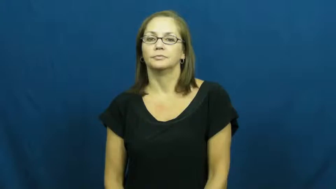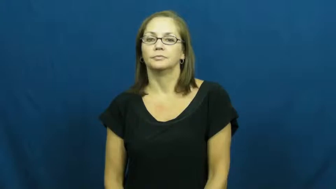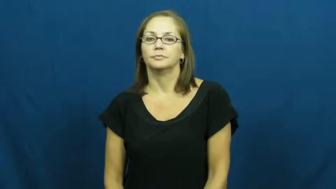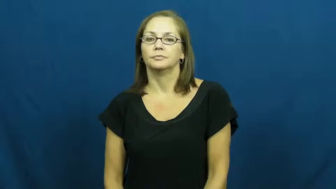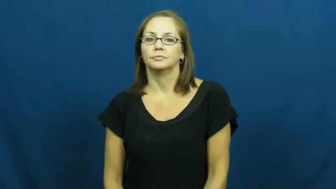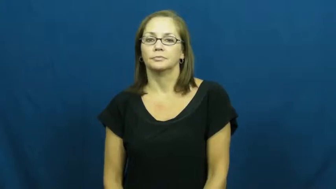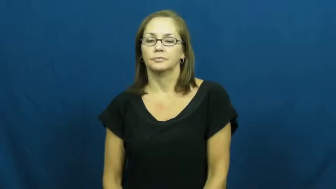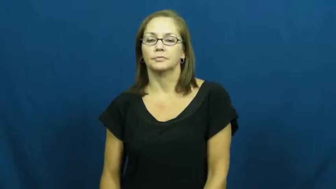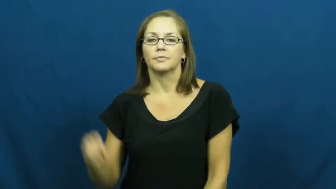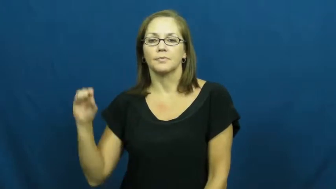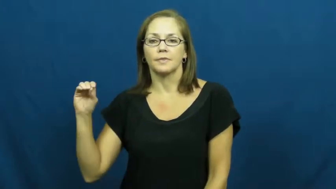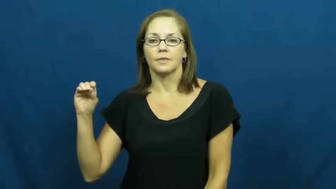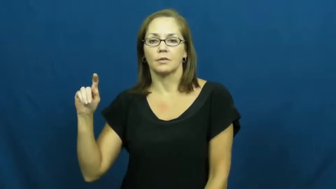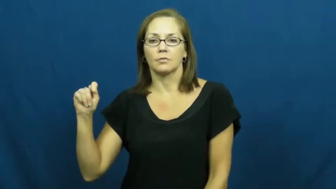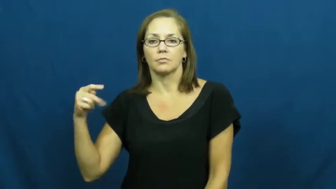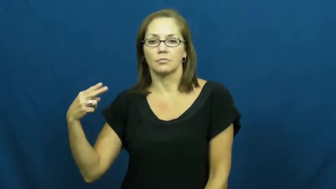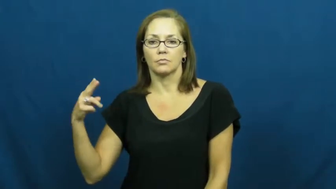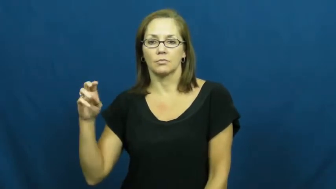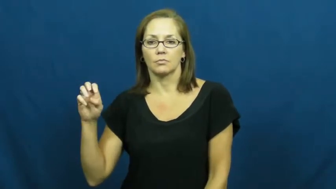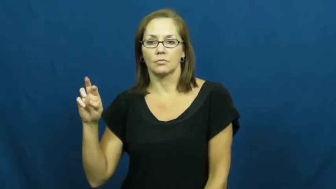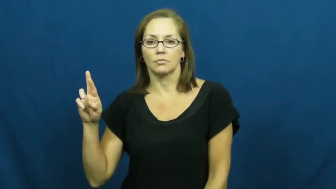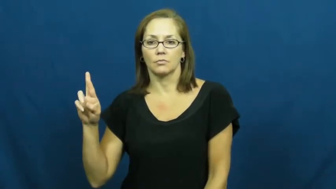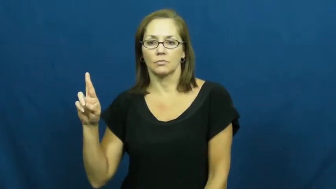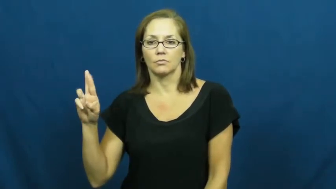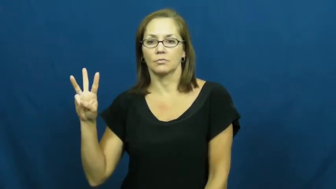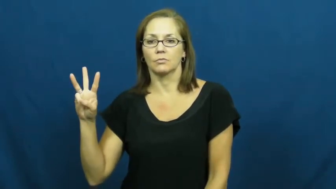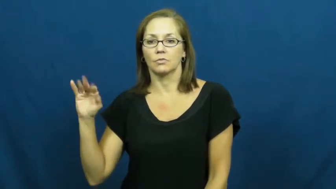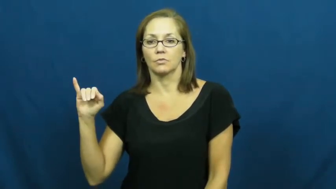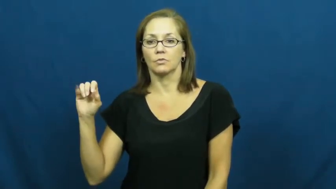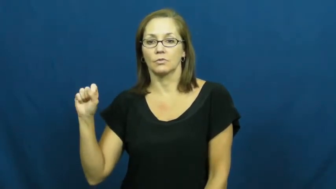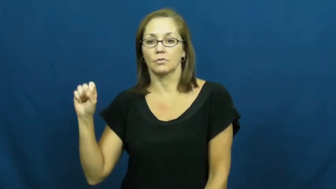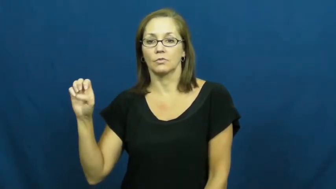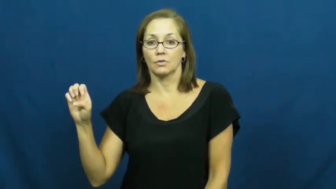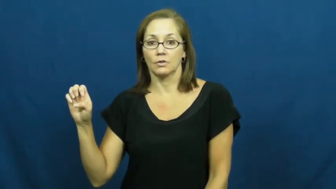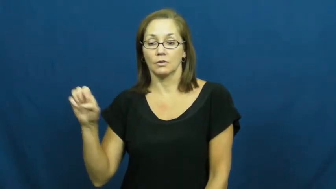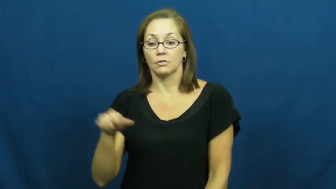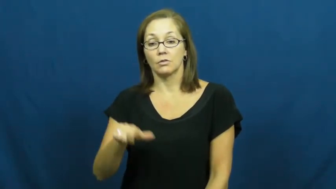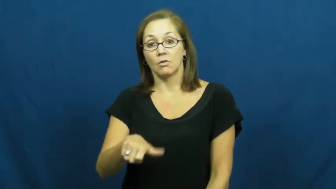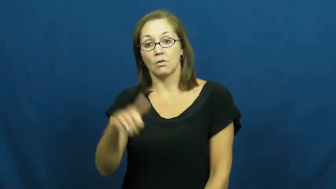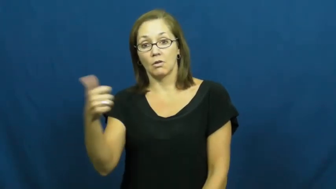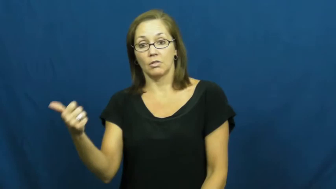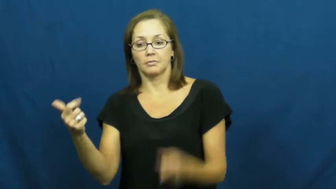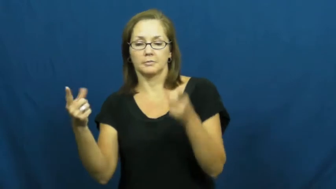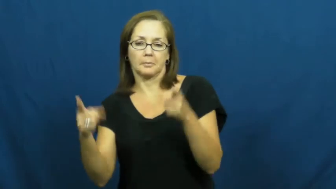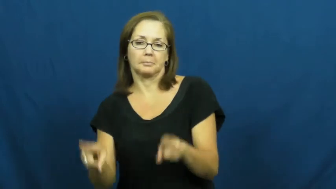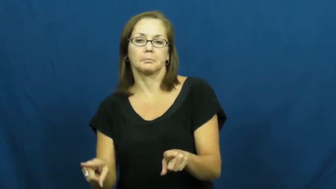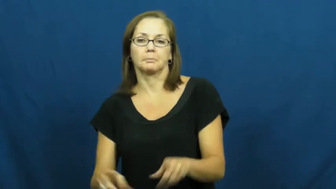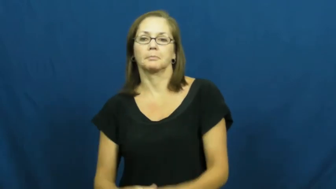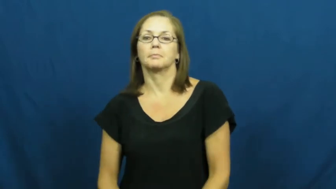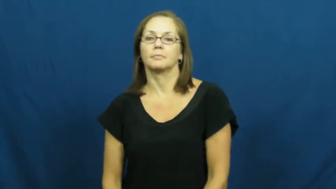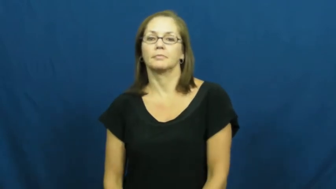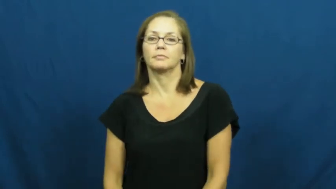otherwise